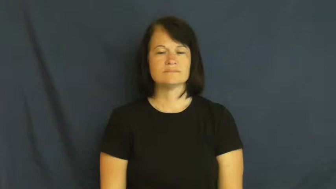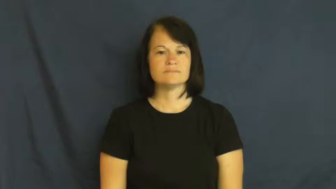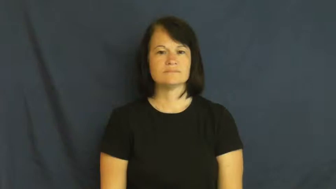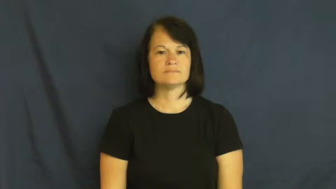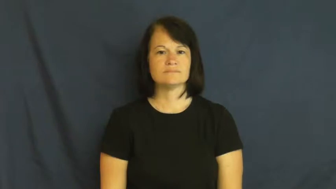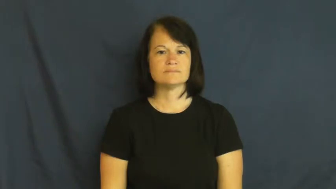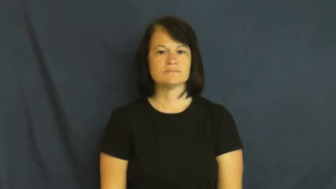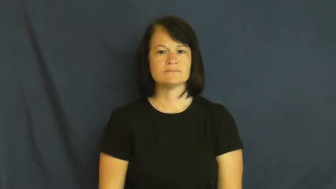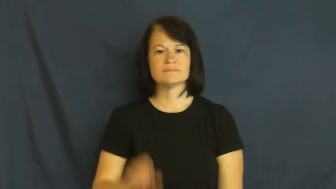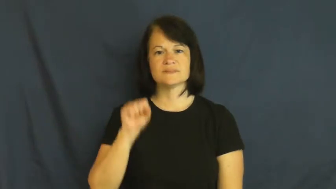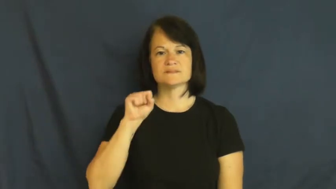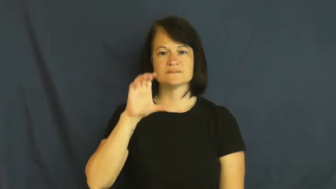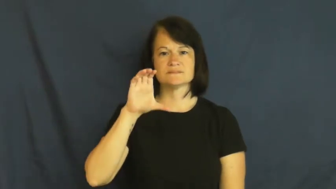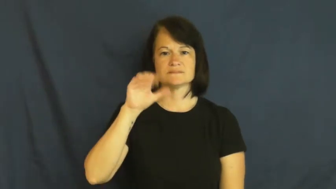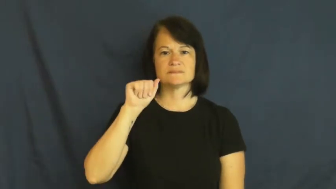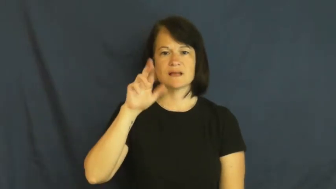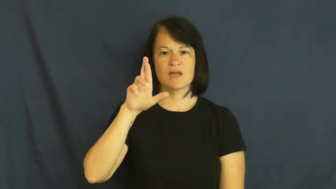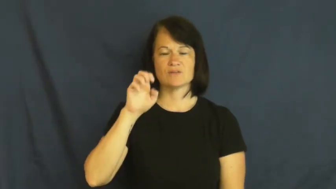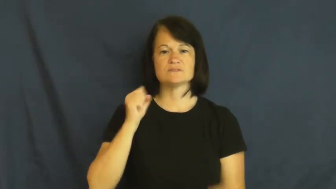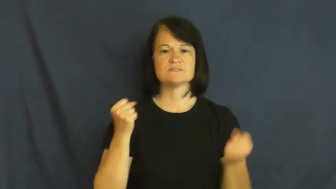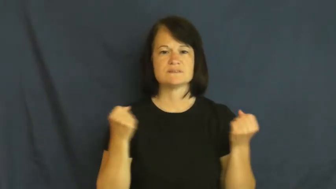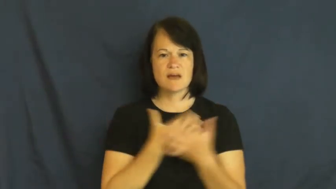scare